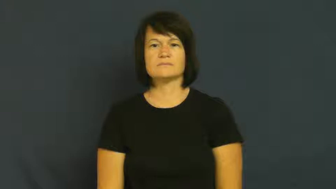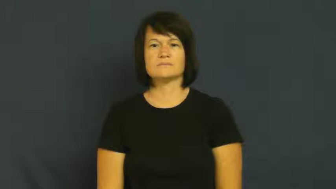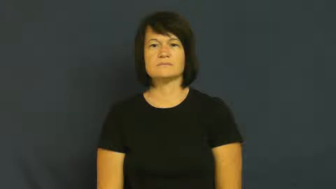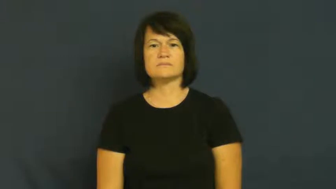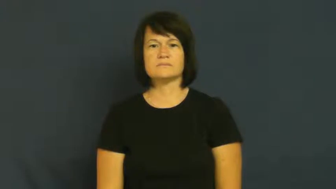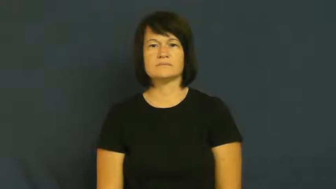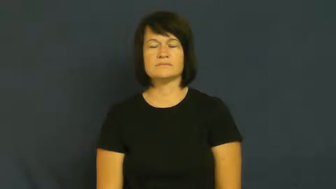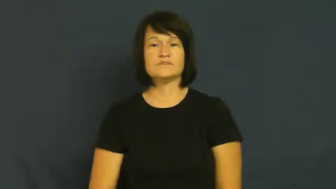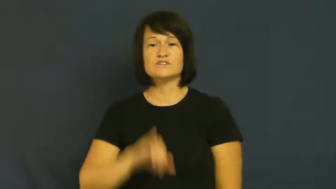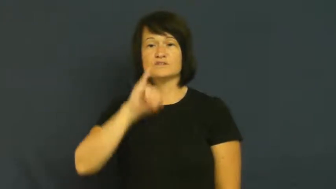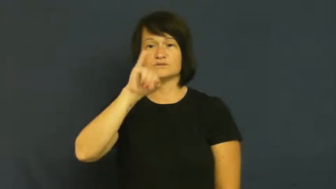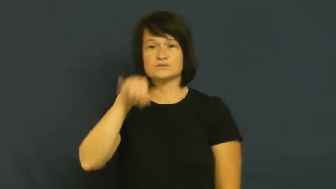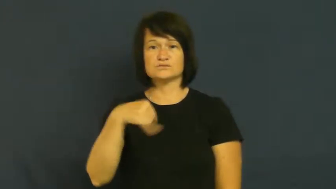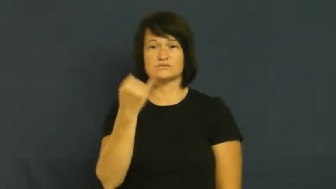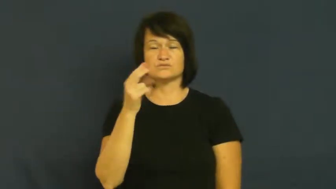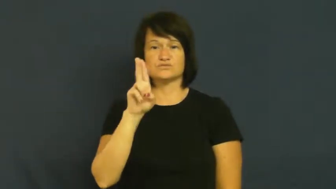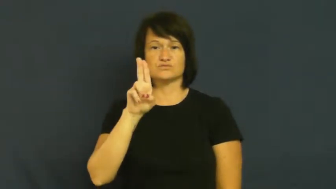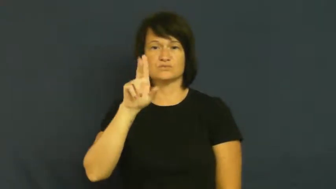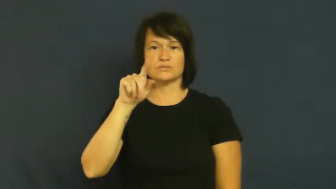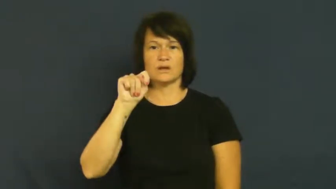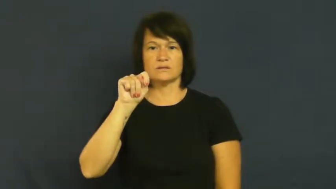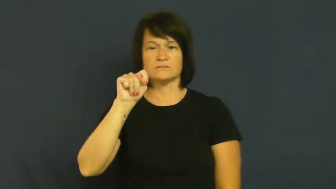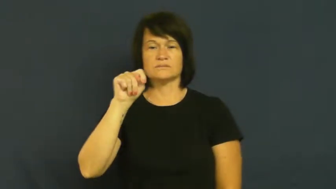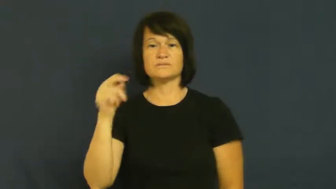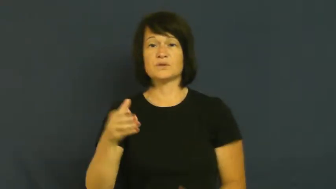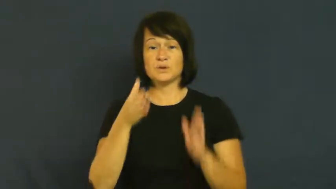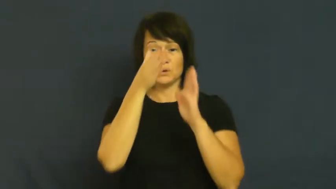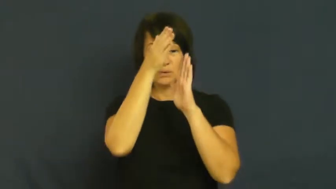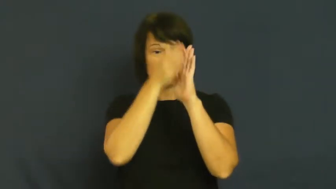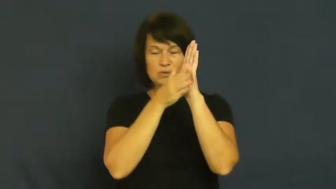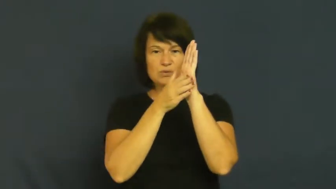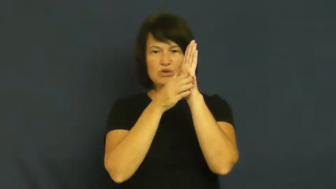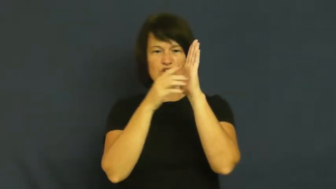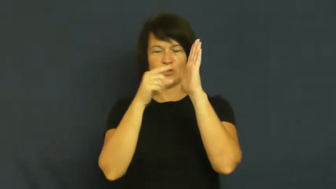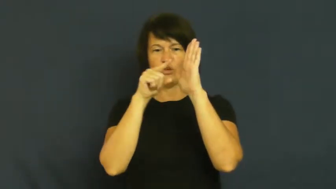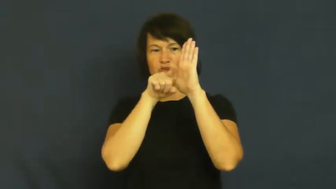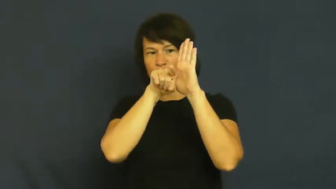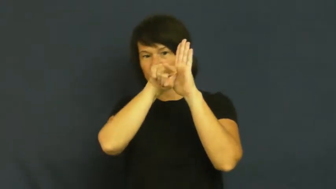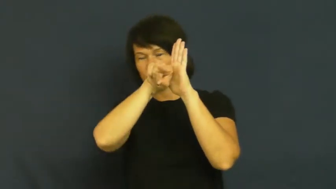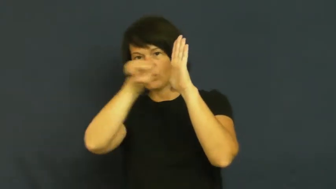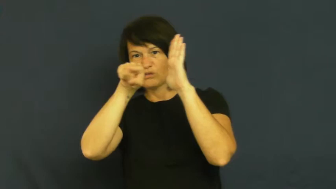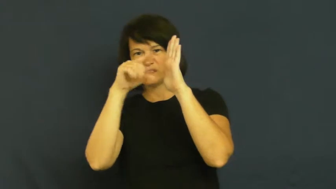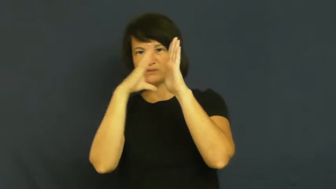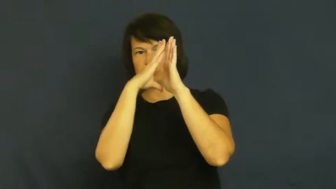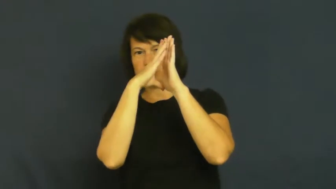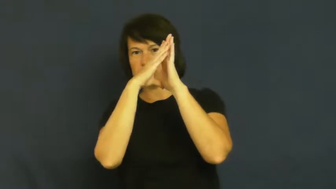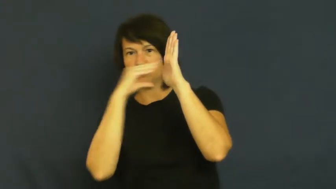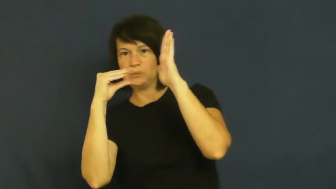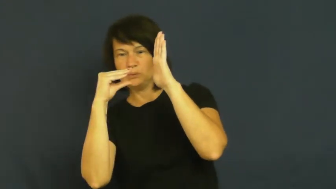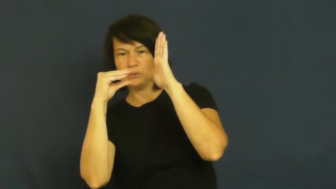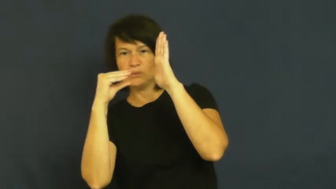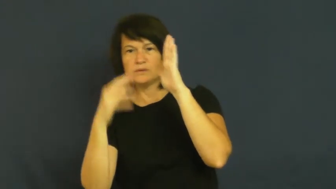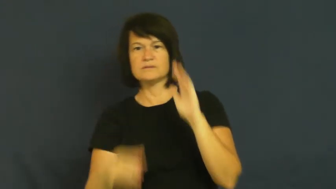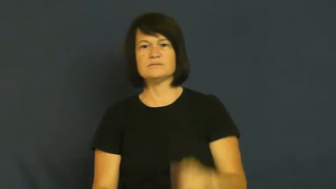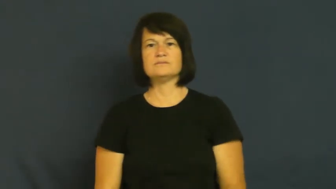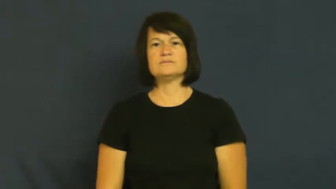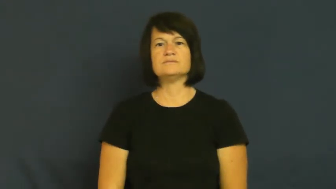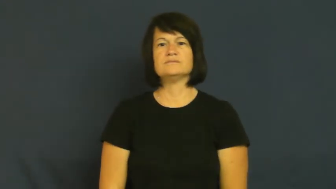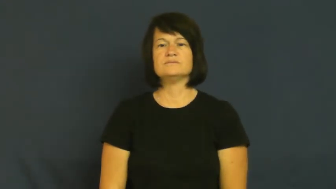jut,stick out,protrude,protuberant,bulge